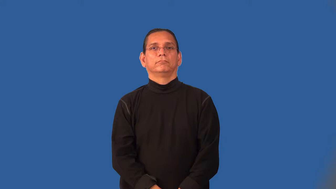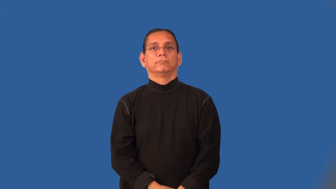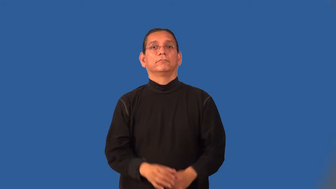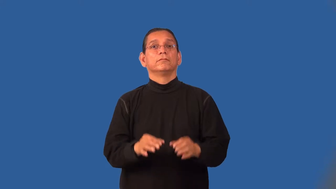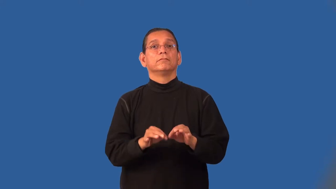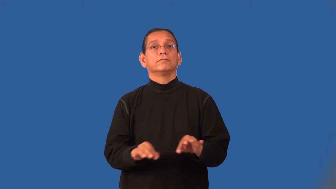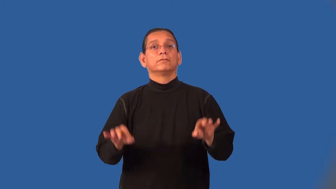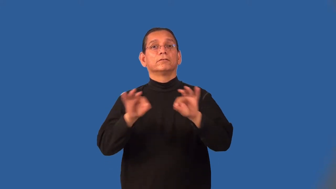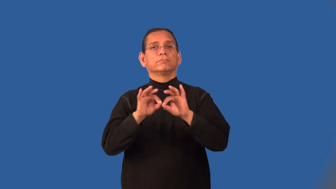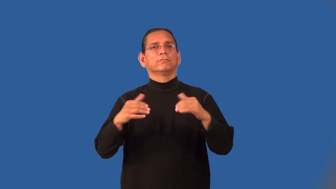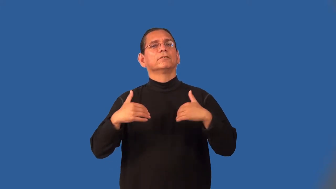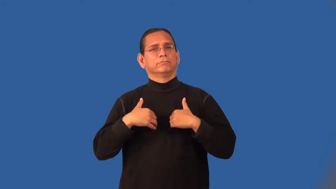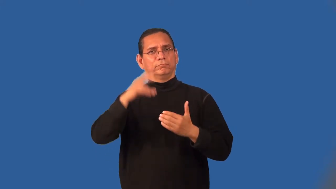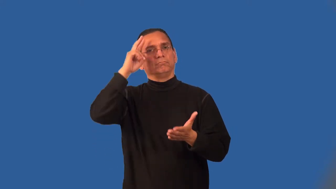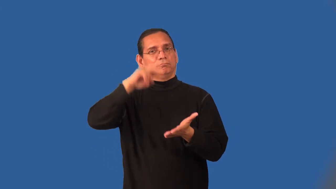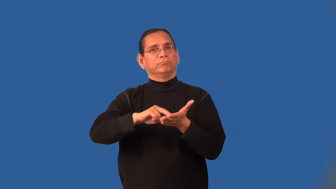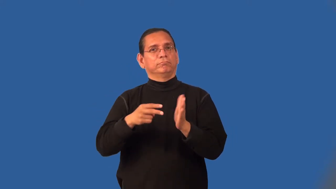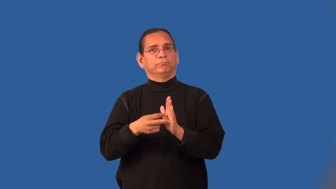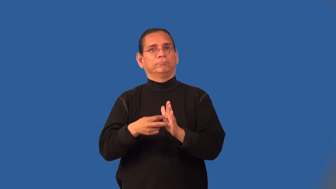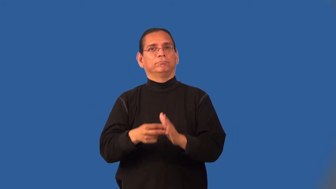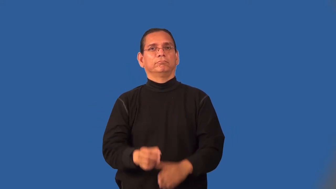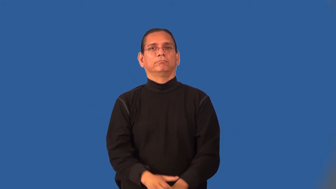meaningful